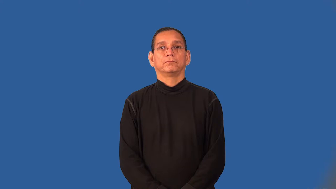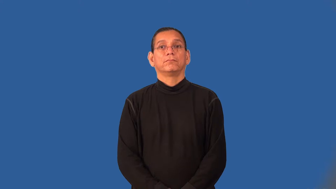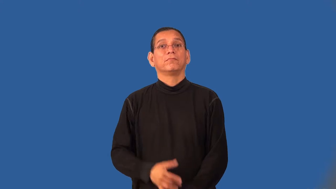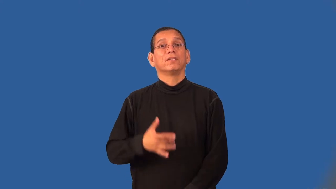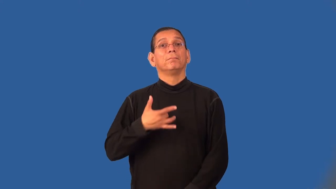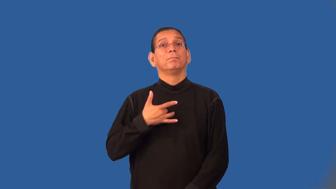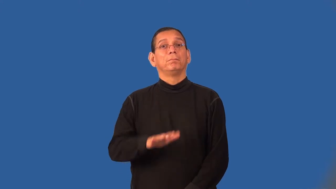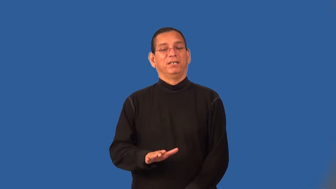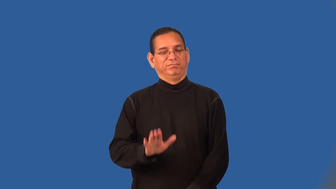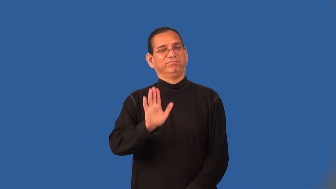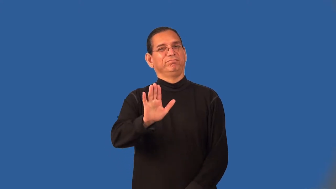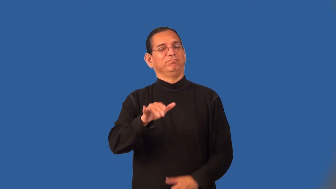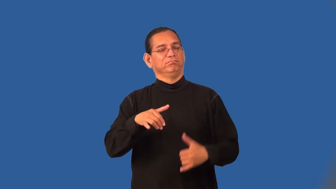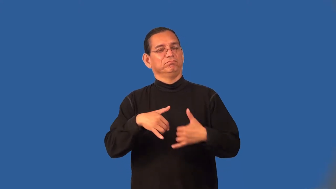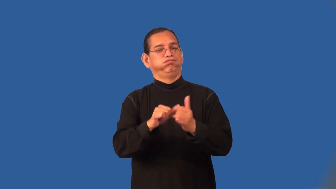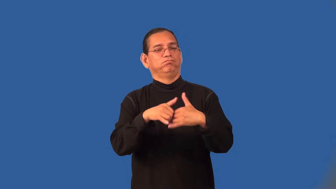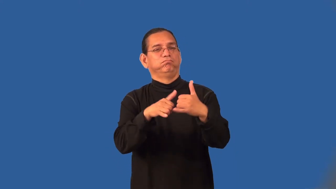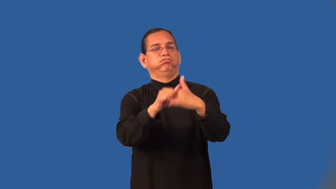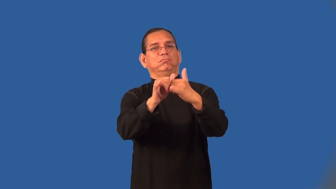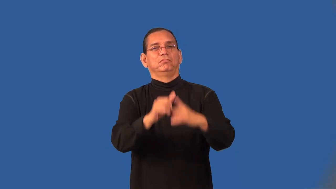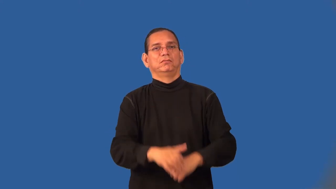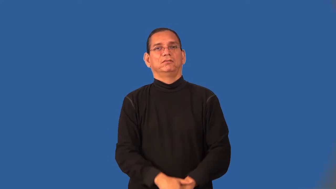truculent